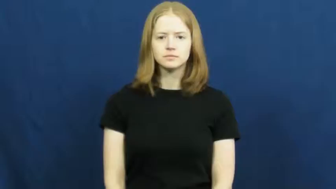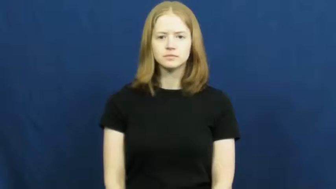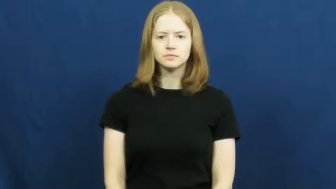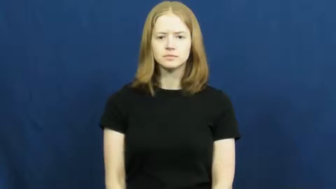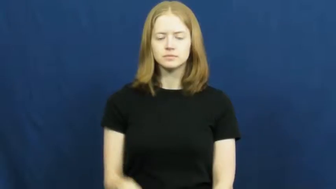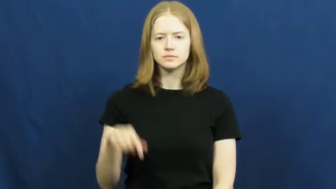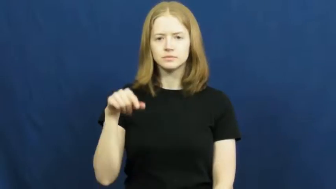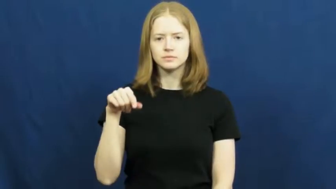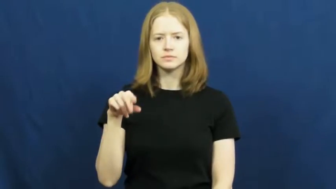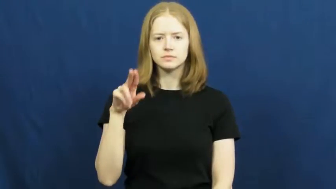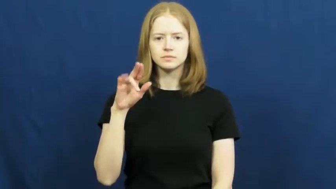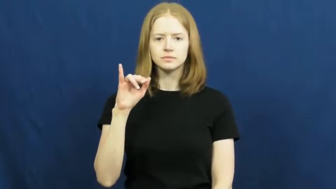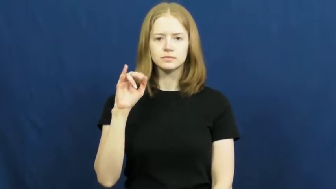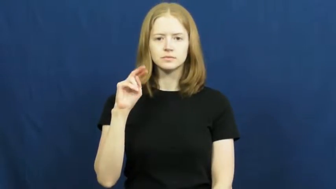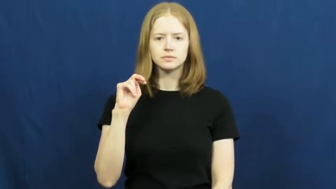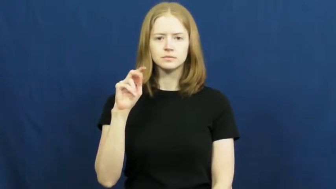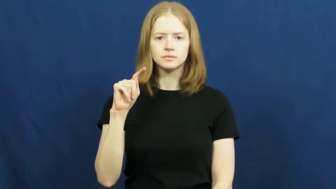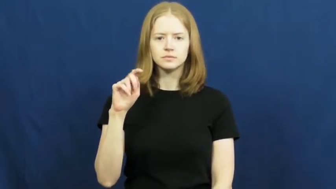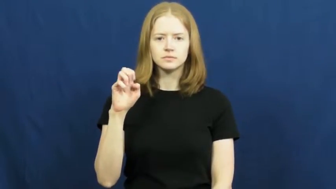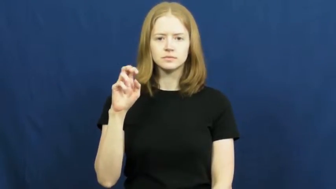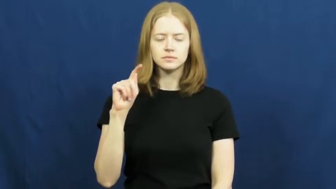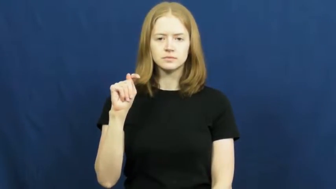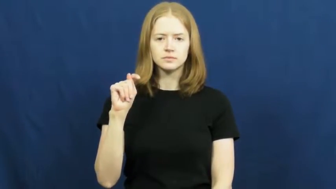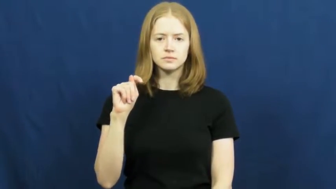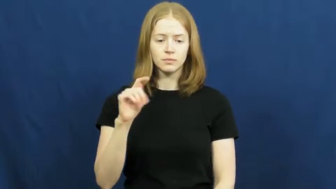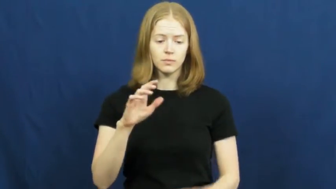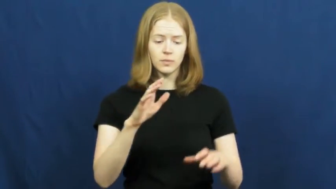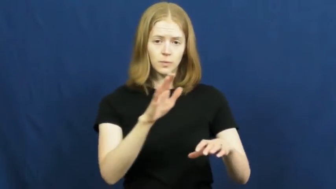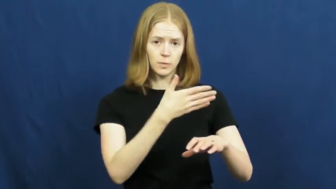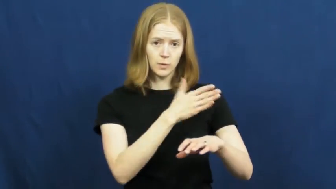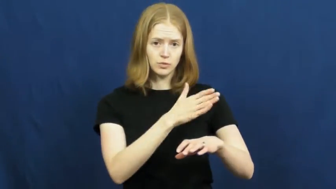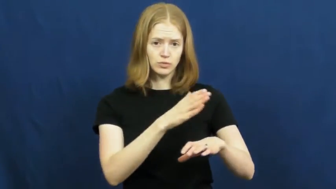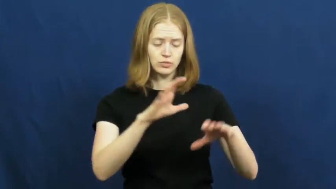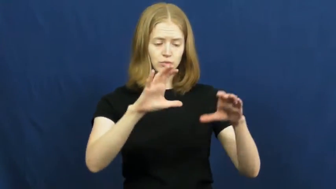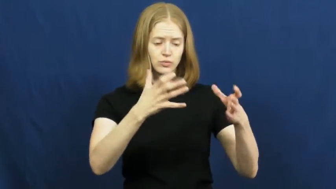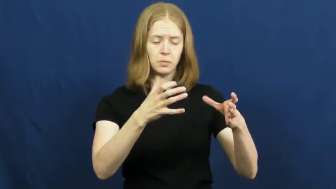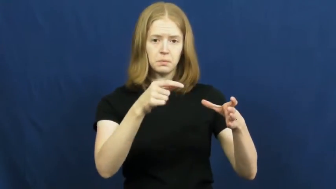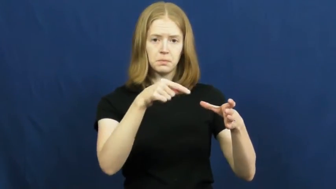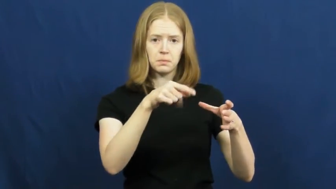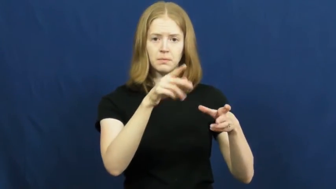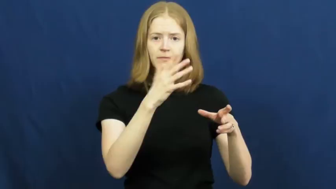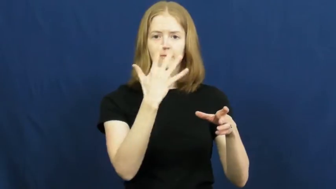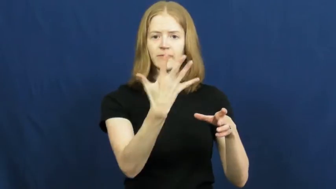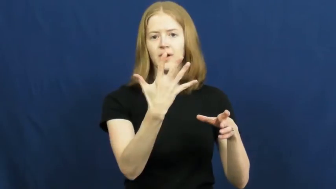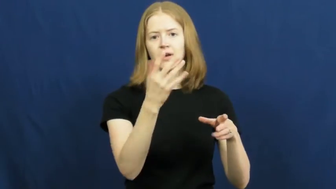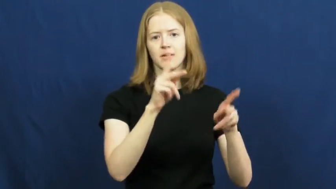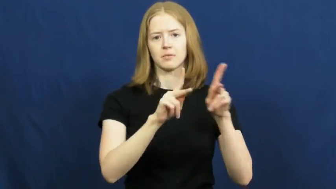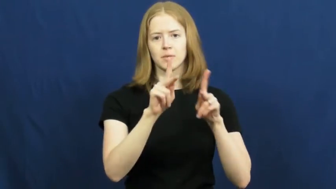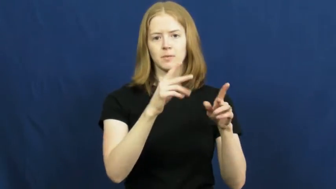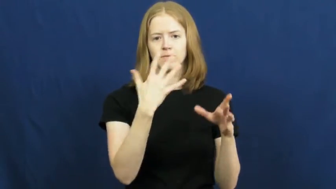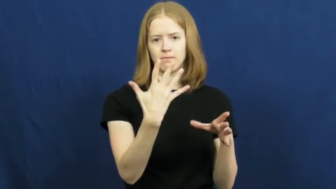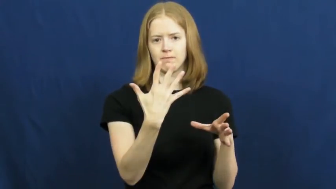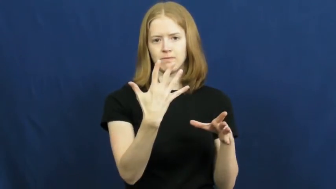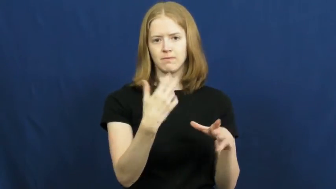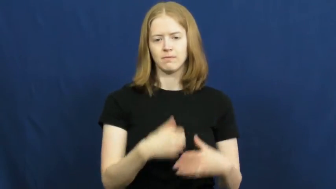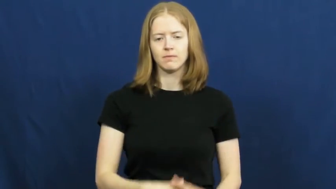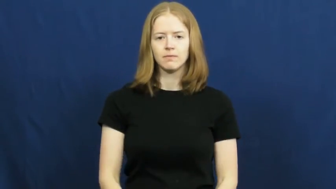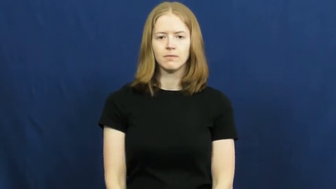quintet